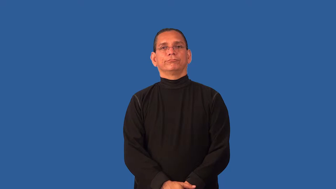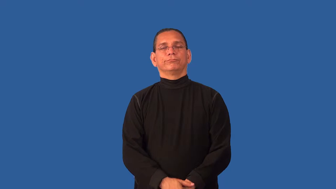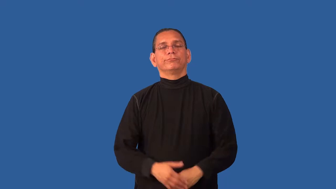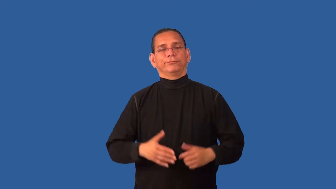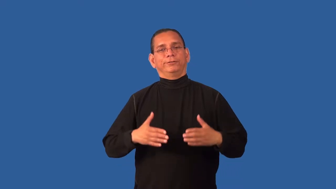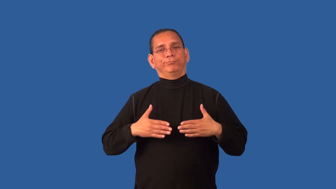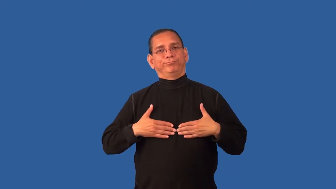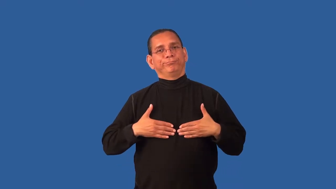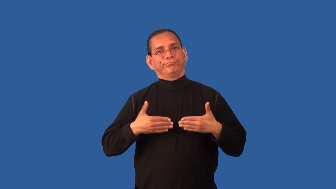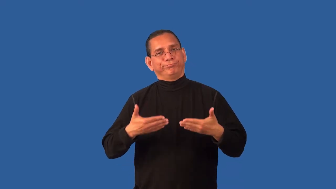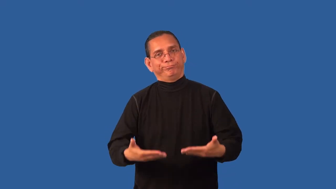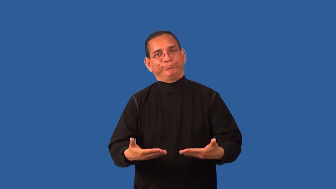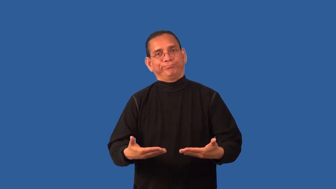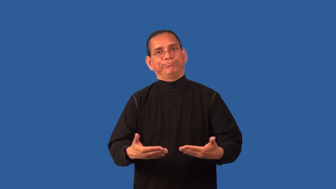concede,accede,accomodate,conciliate